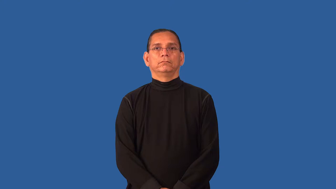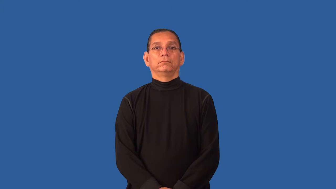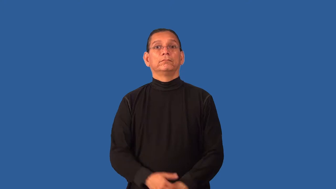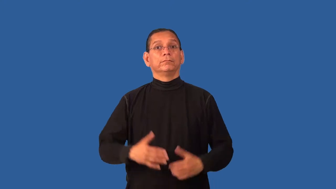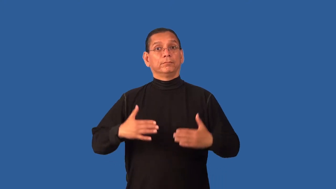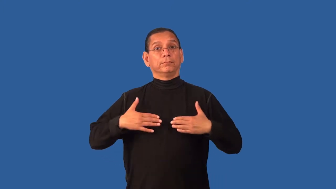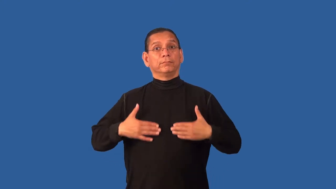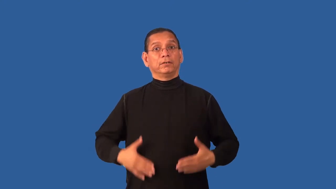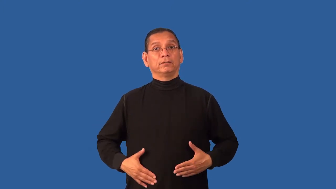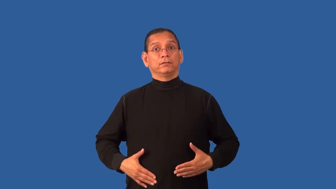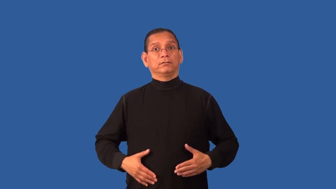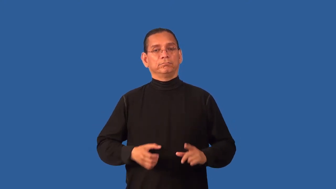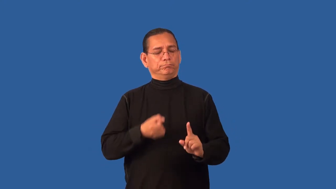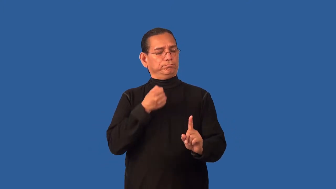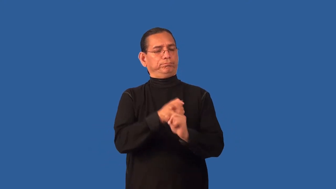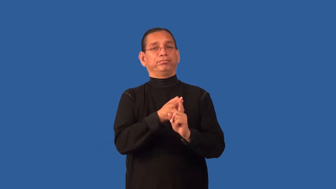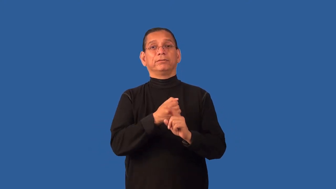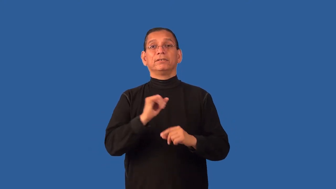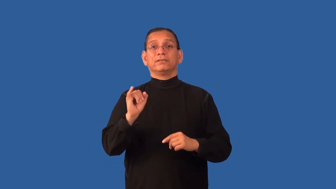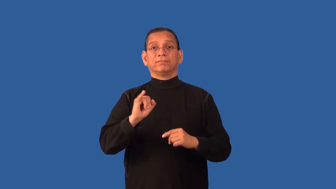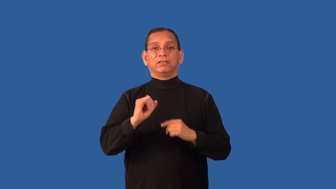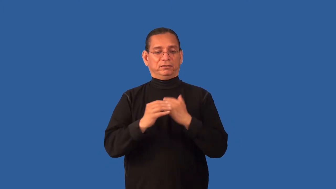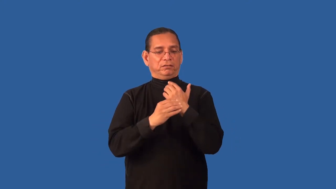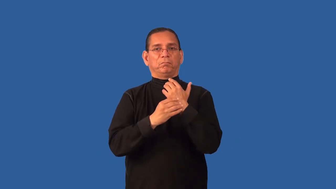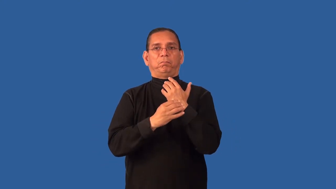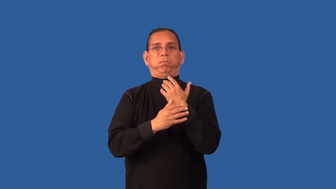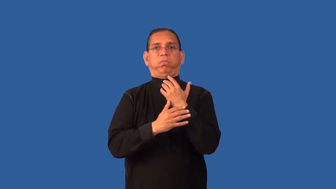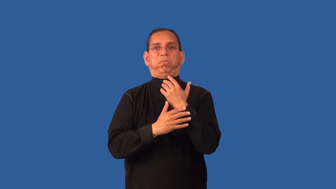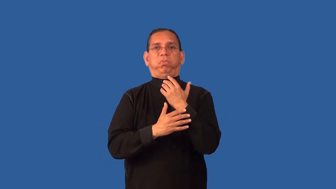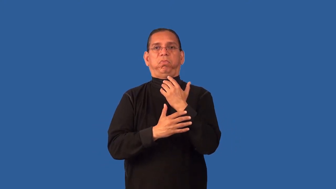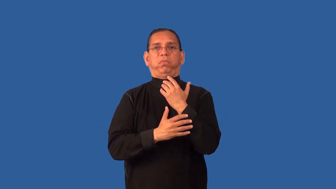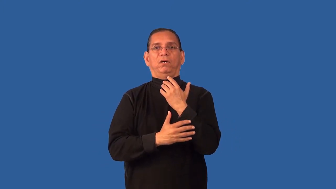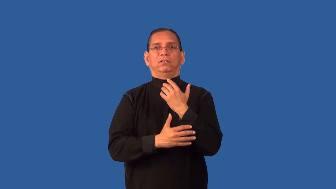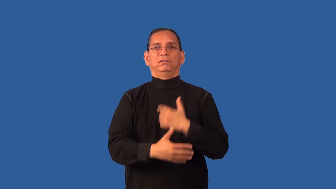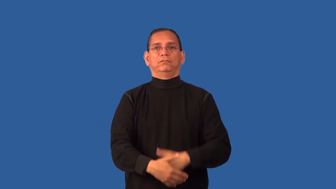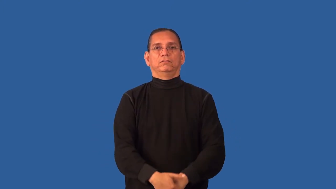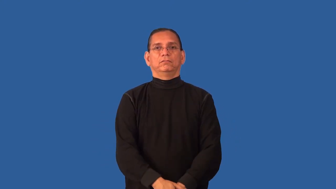discharge-body fluid